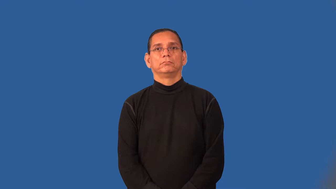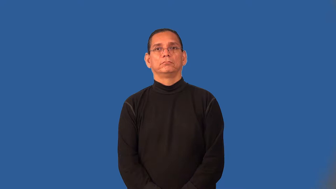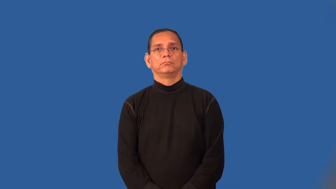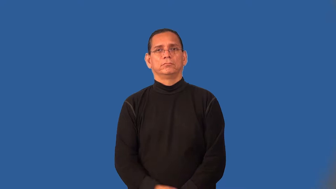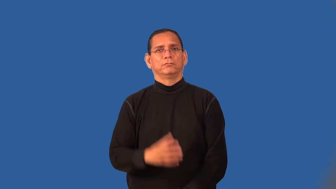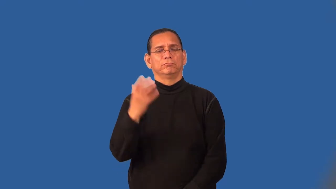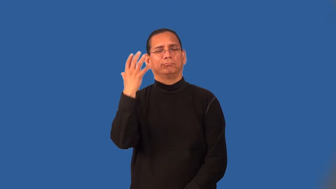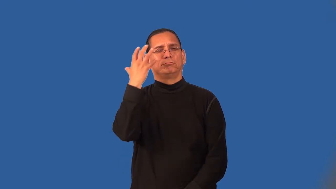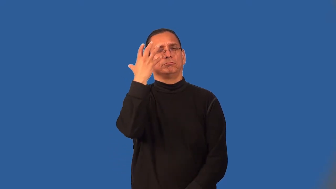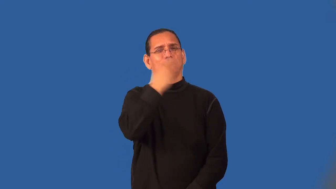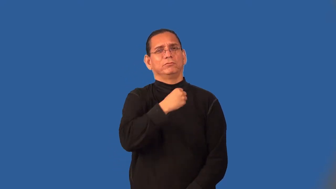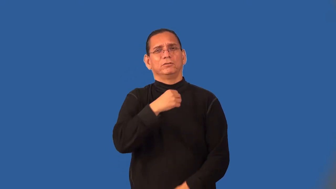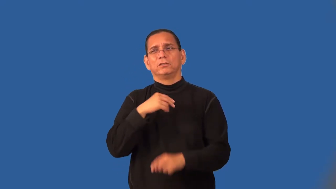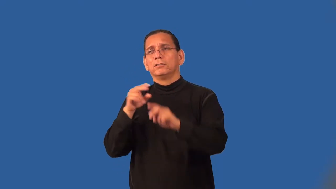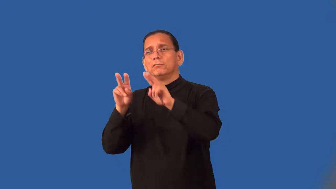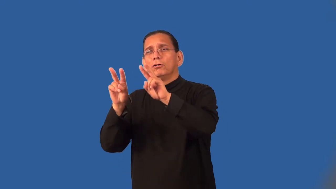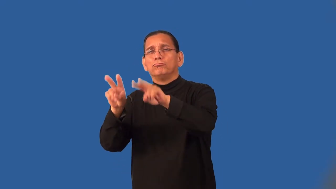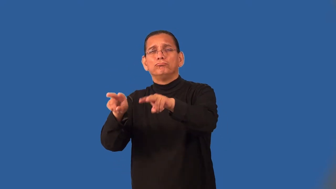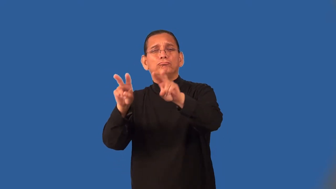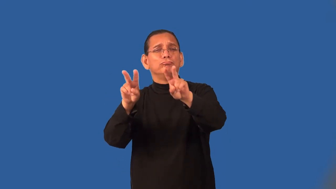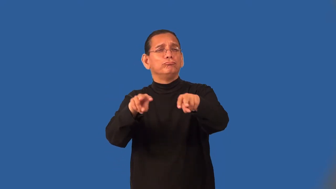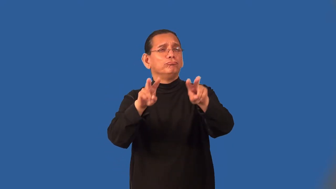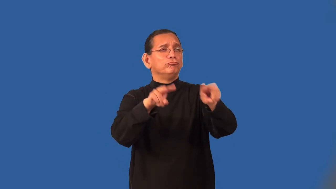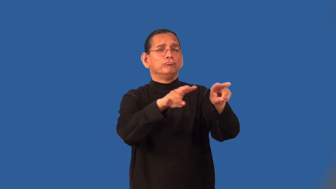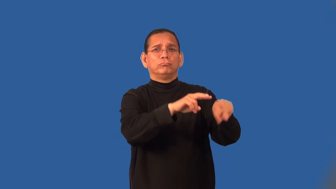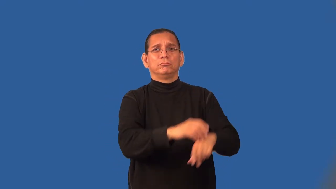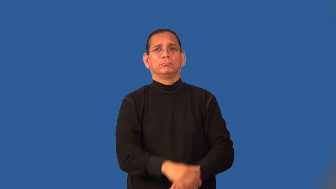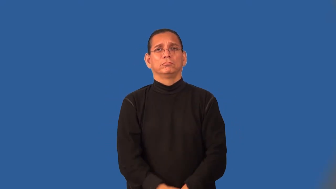scenic